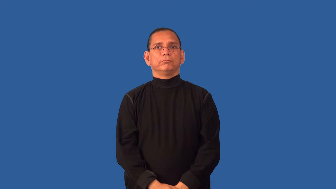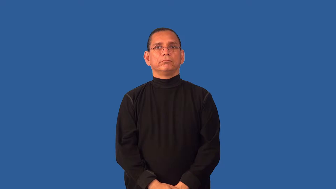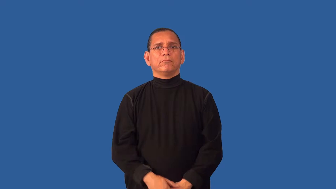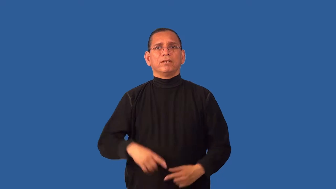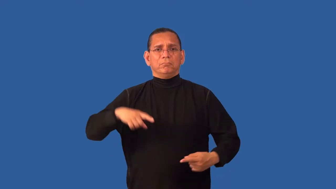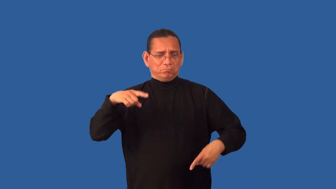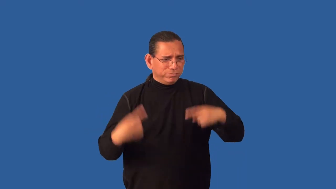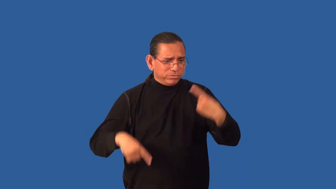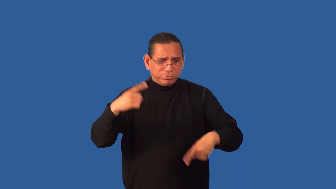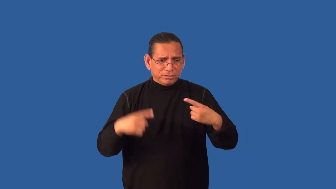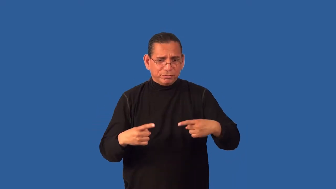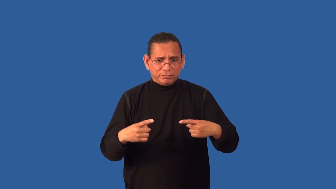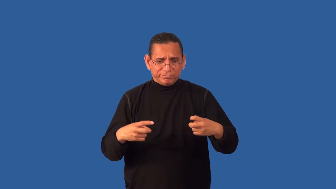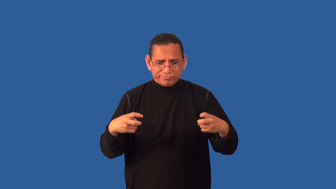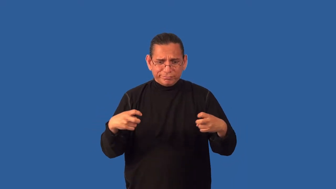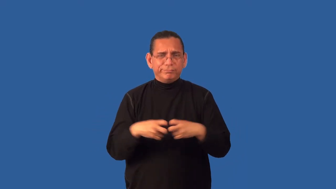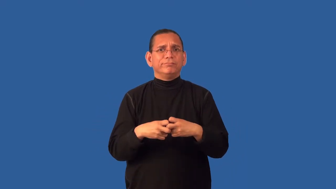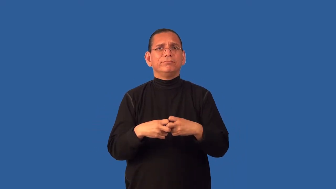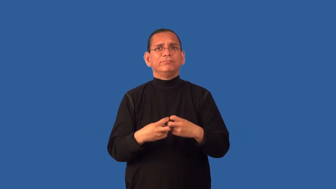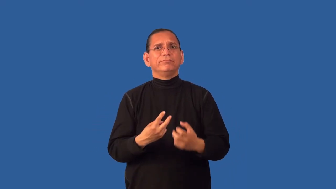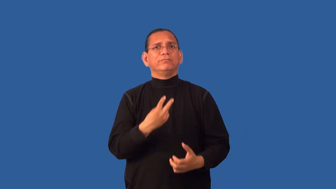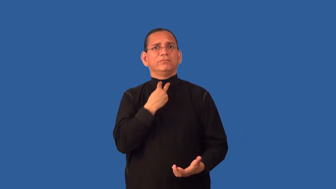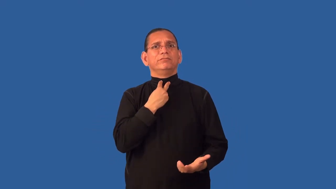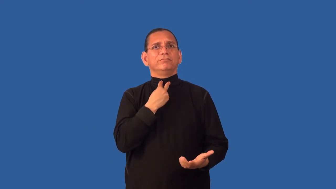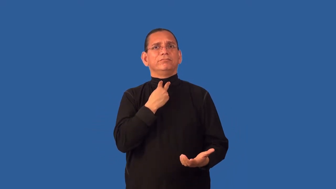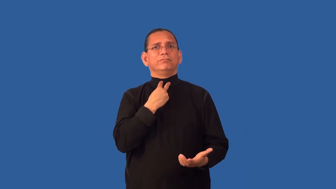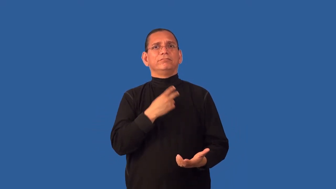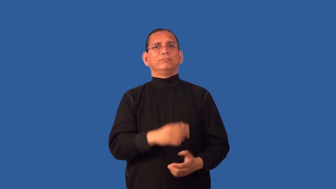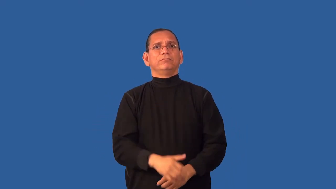deadlock